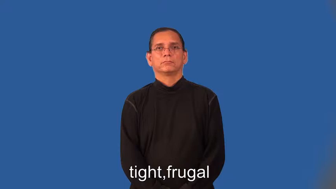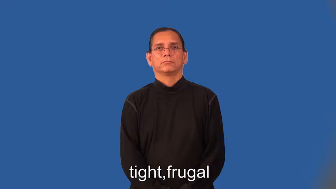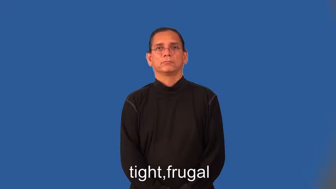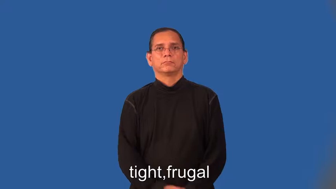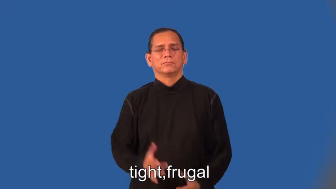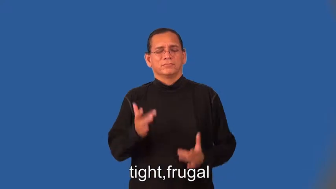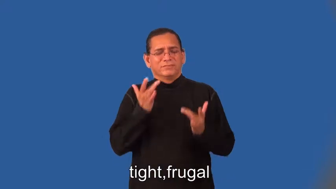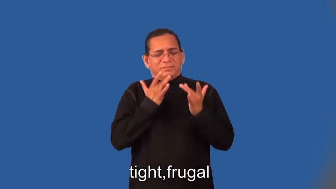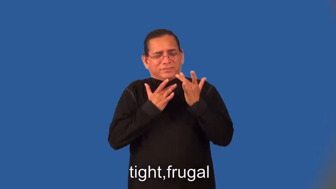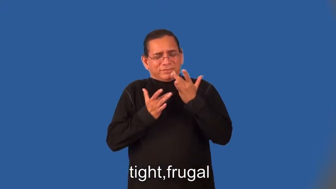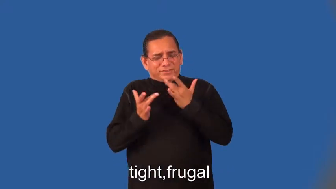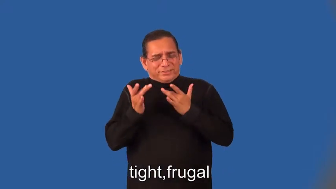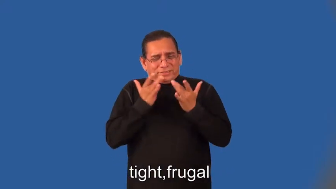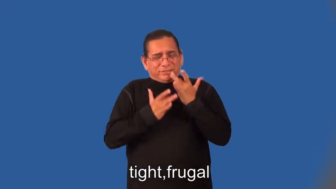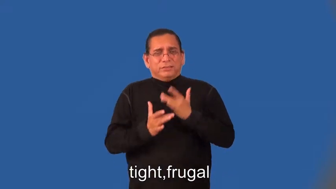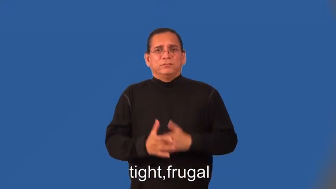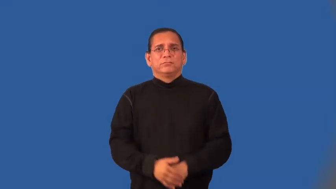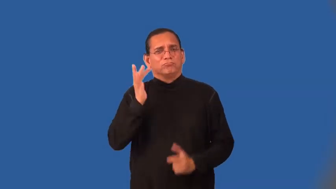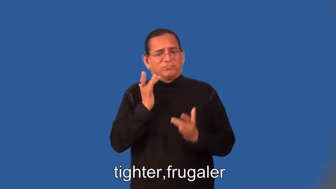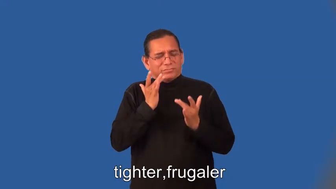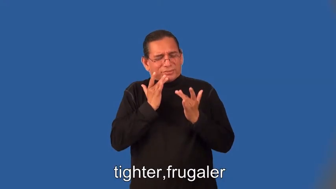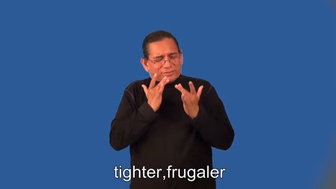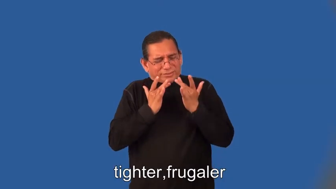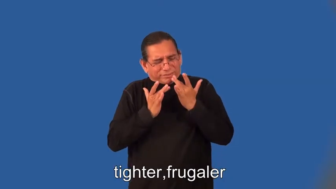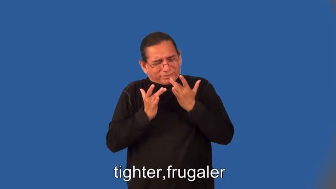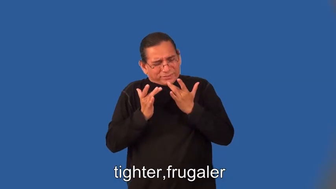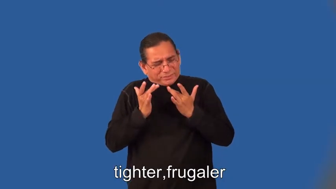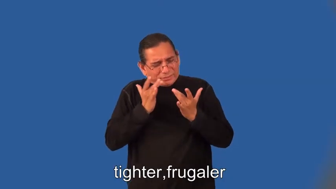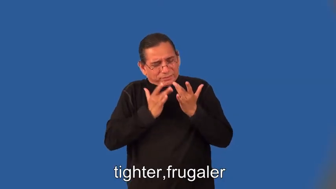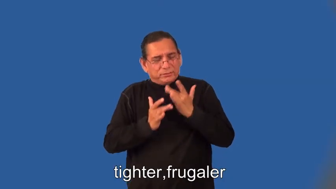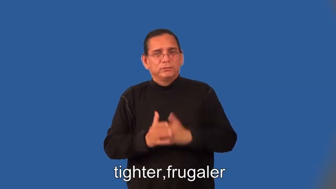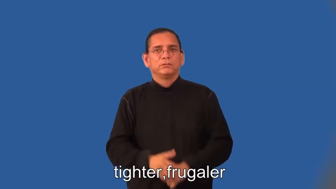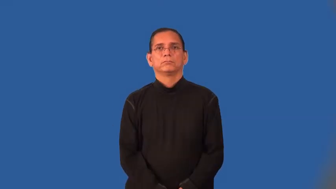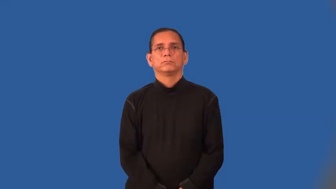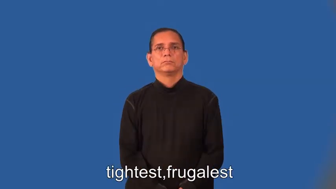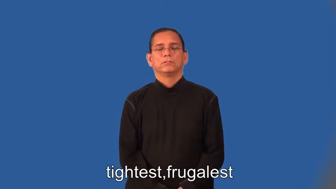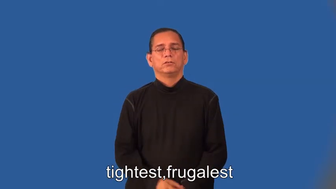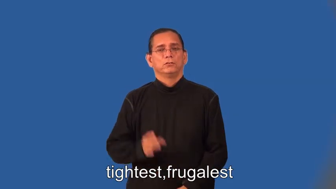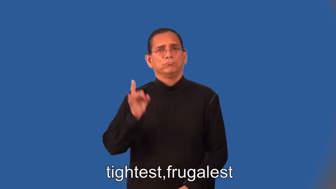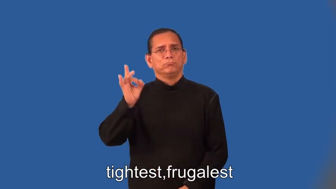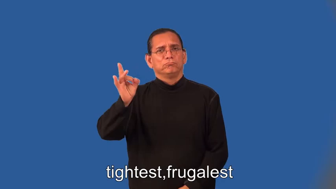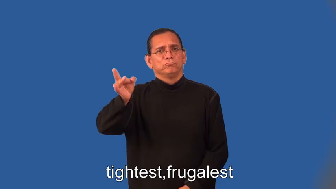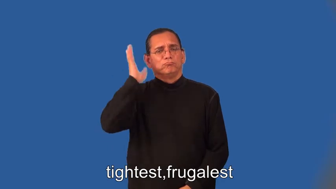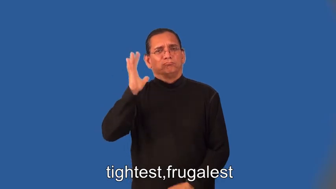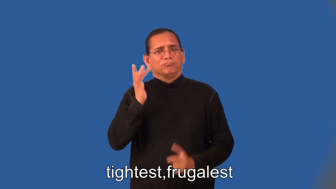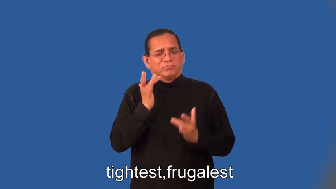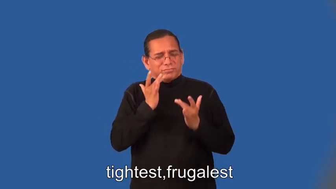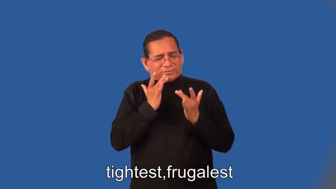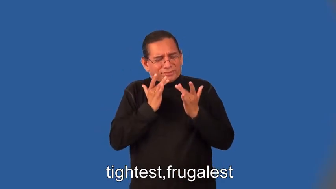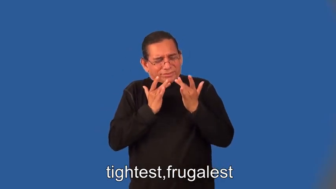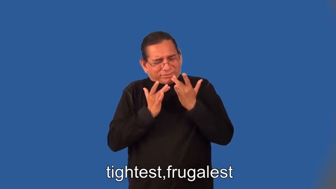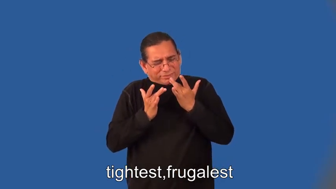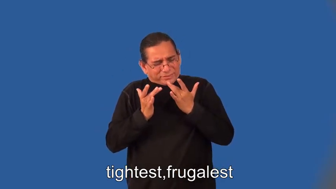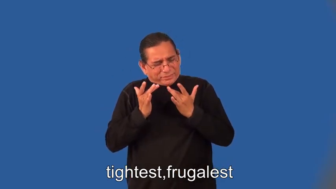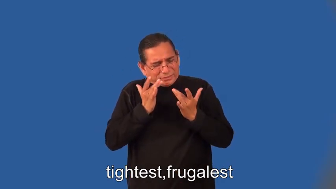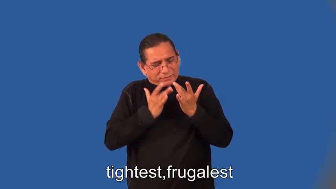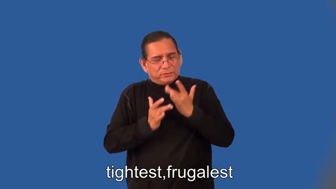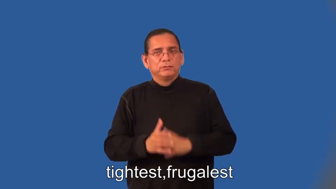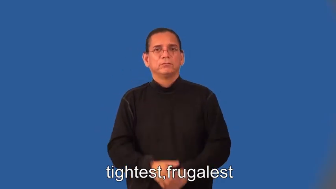tighter,frugaler,tightest,frugalest